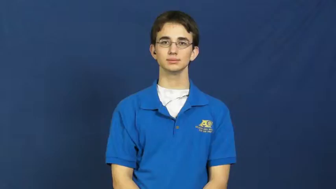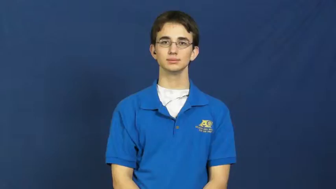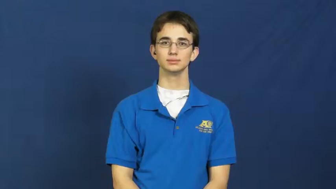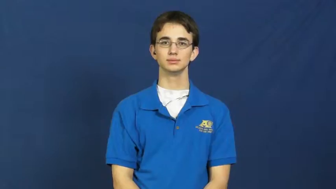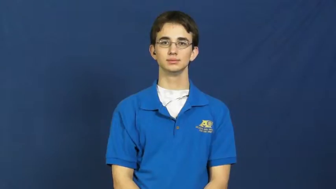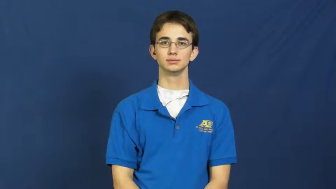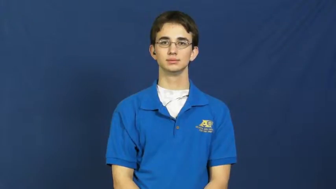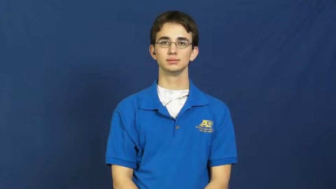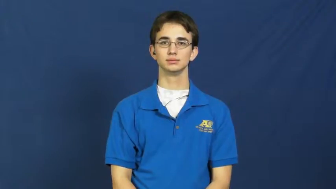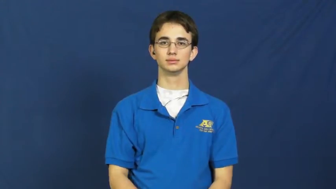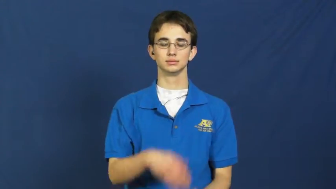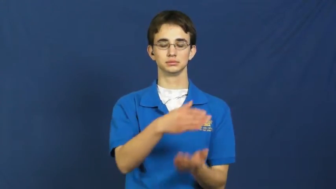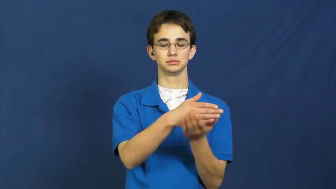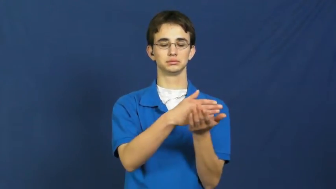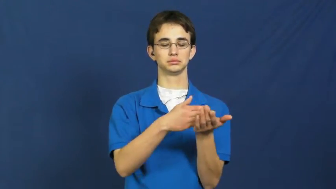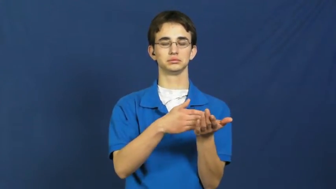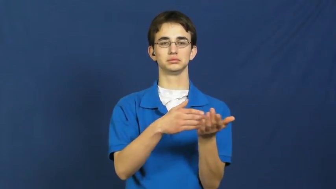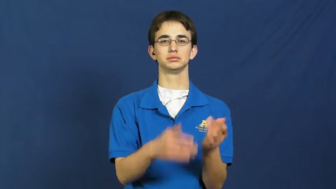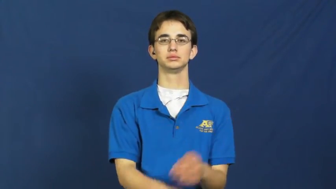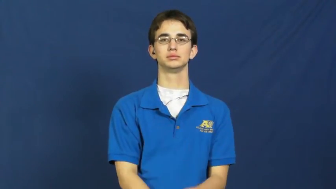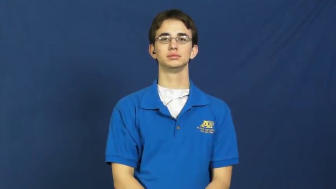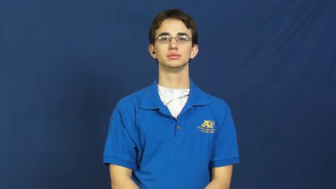segment,lap-noun